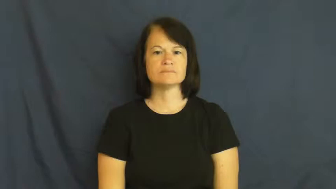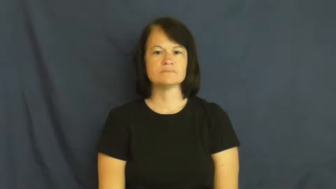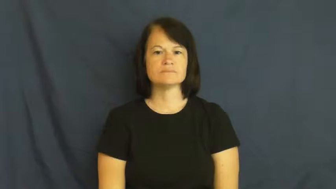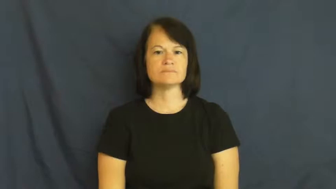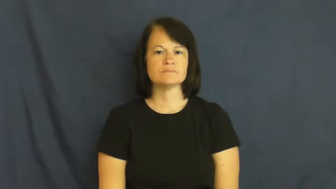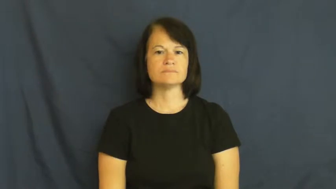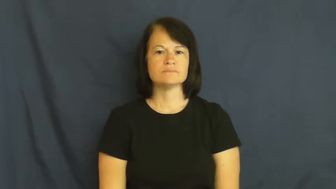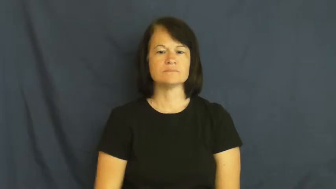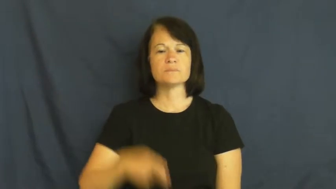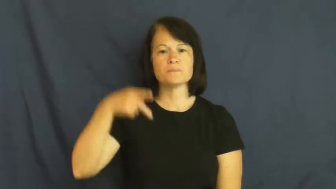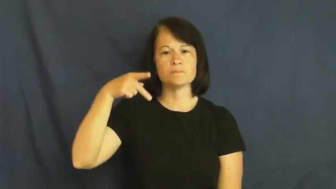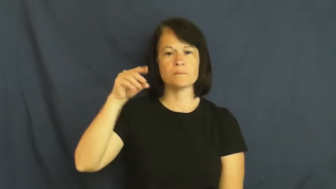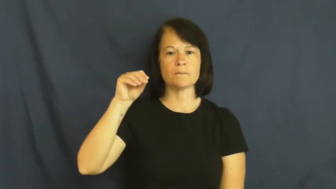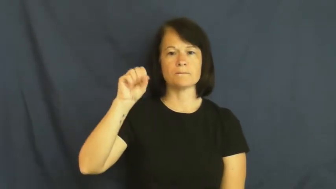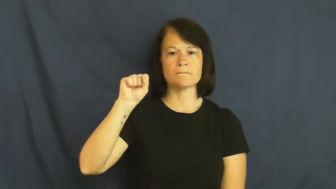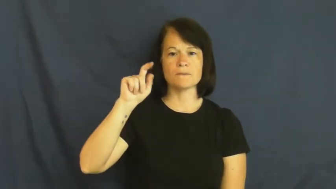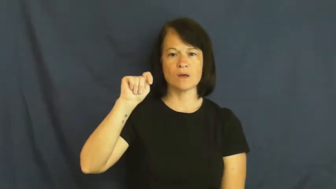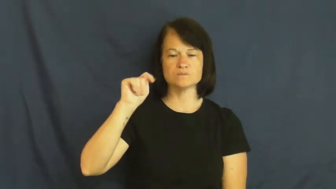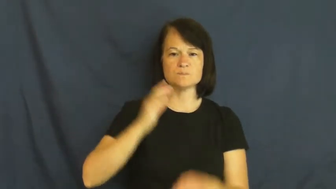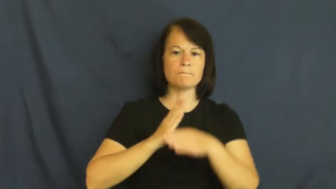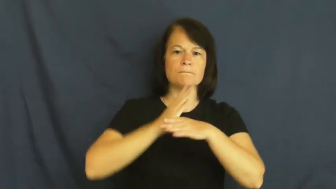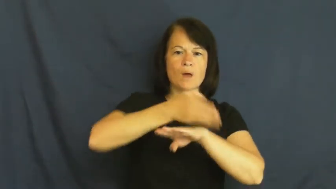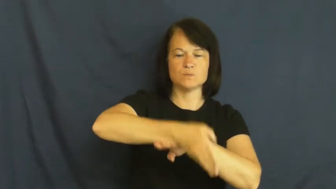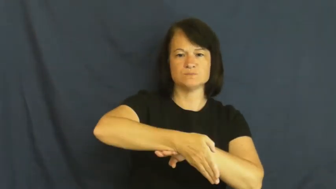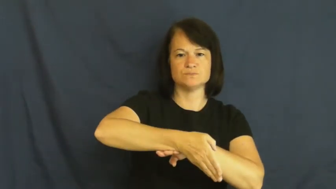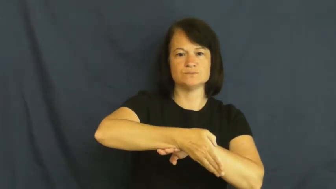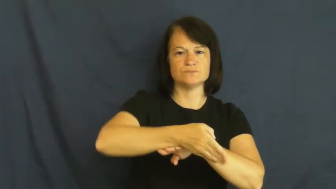post-after